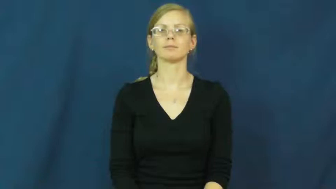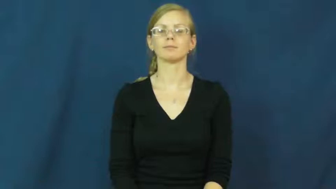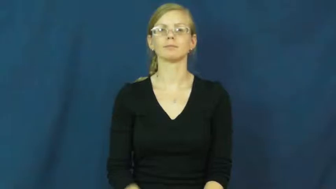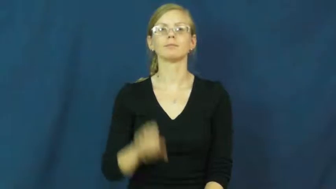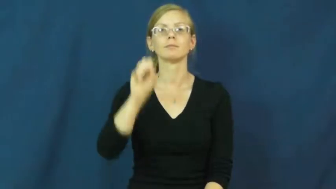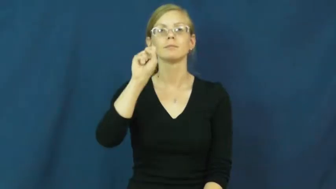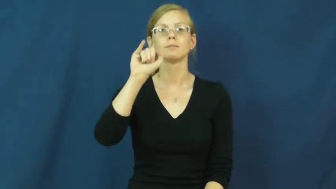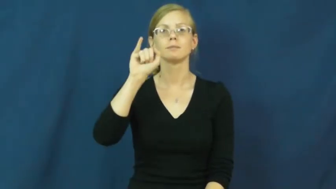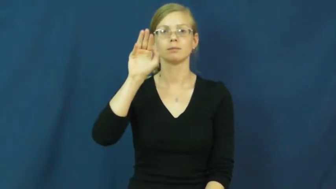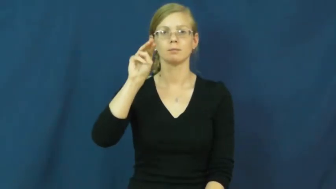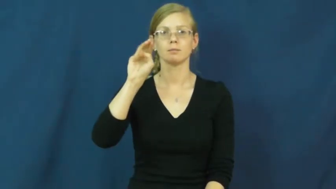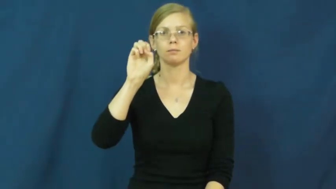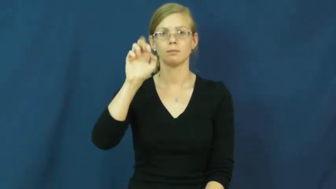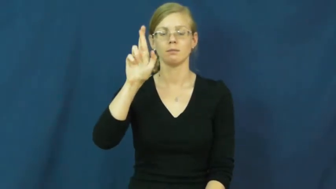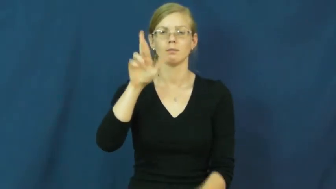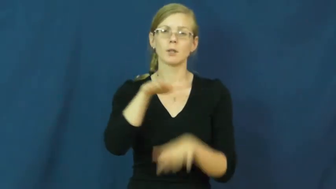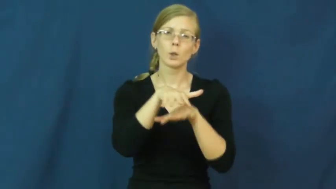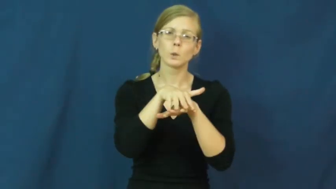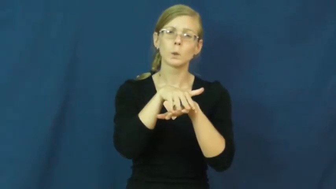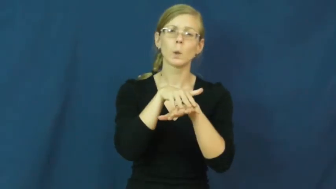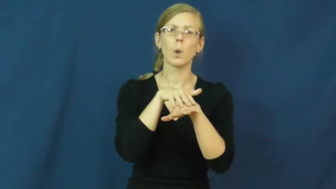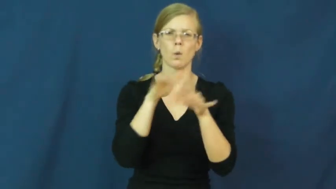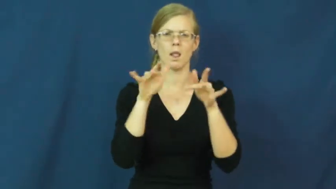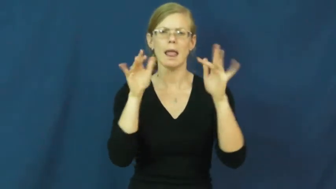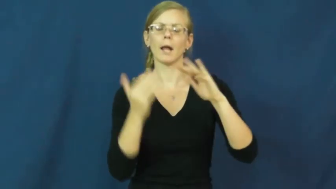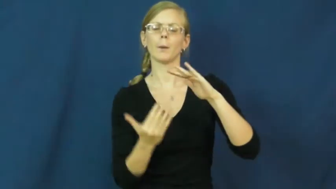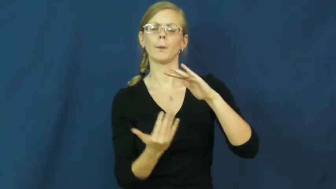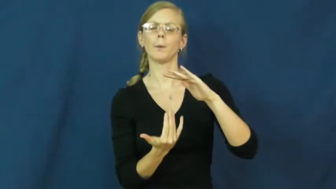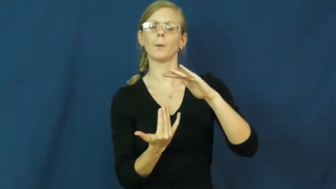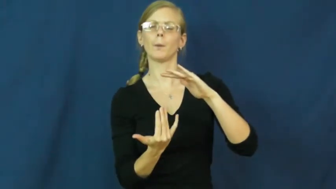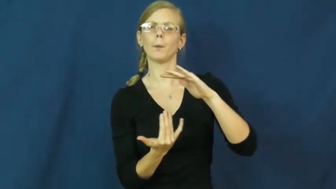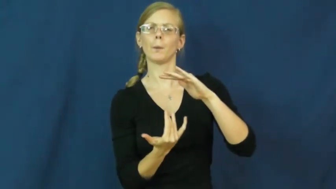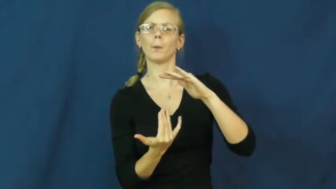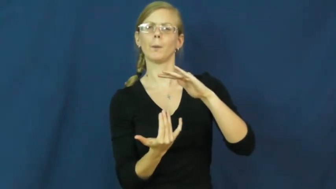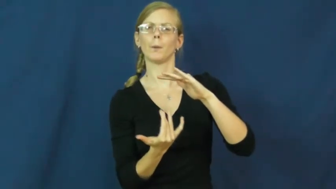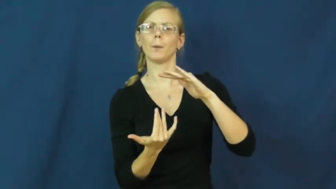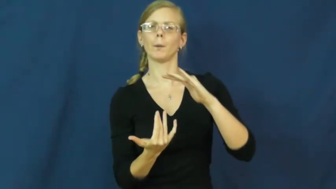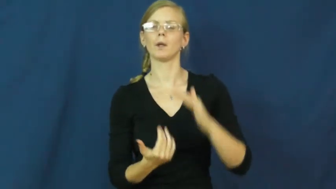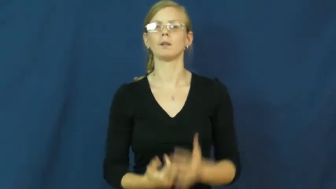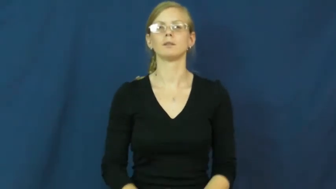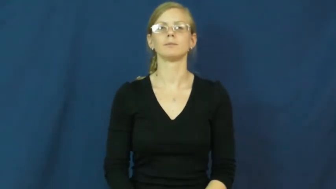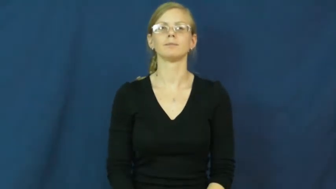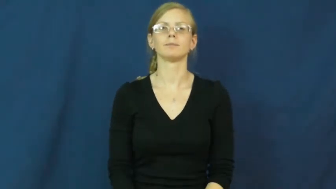simmer